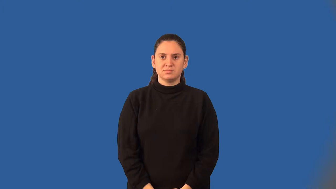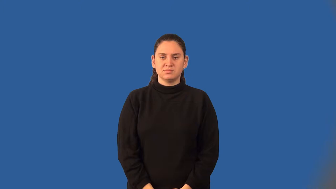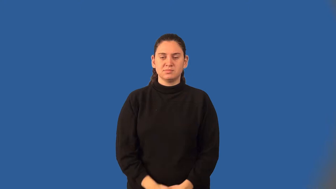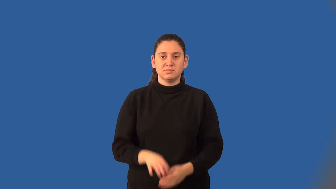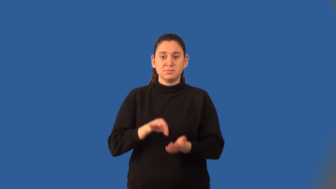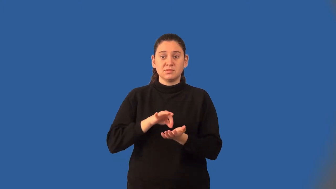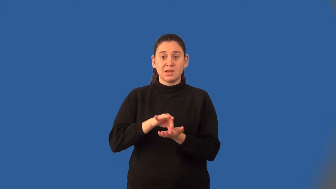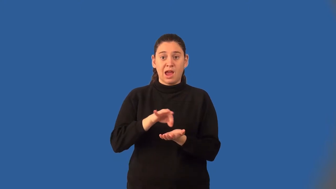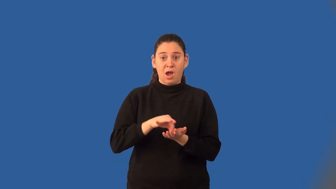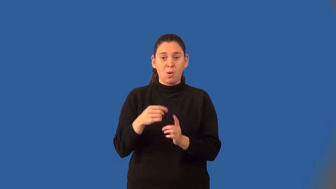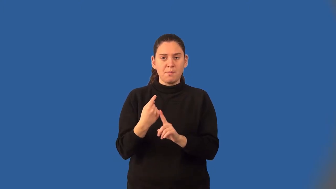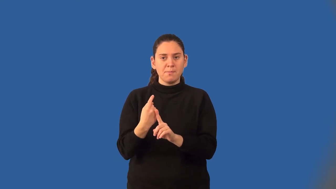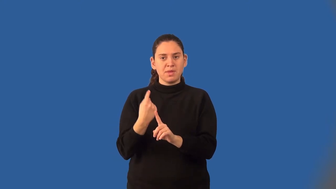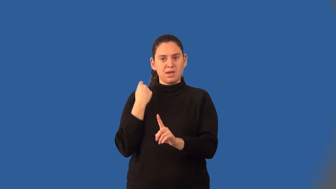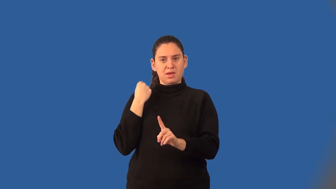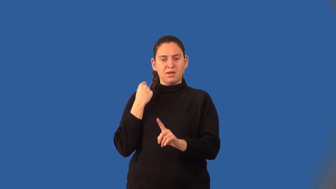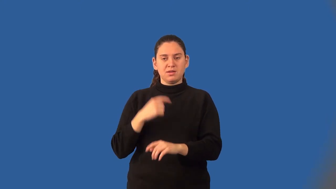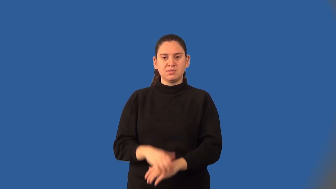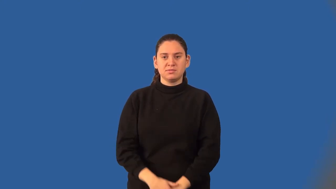count back